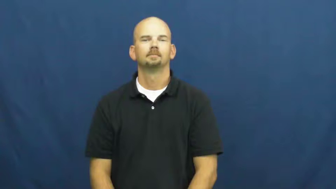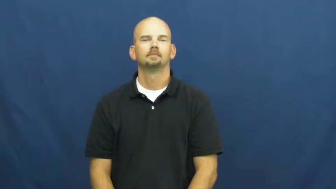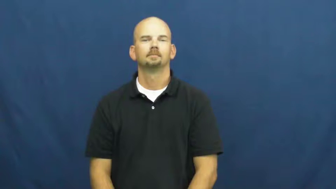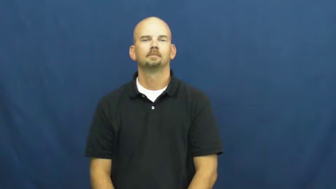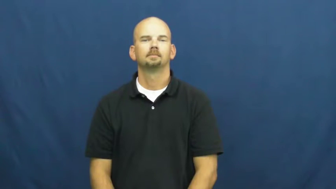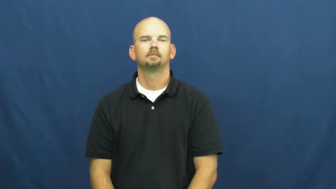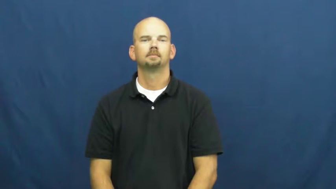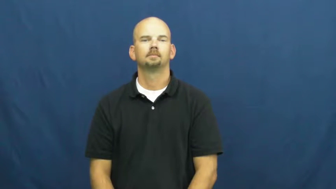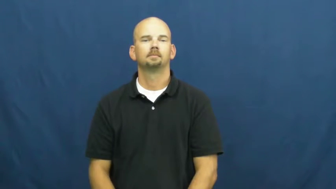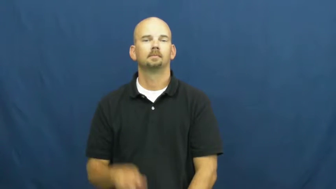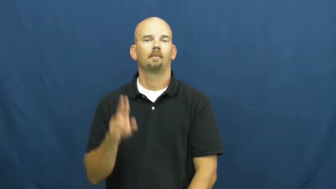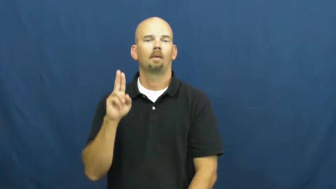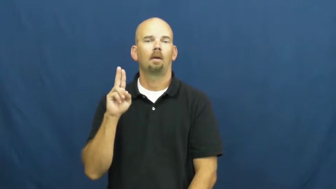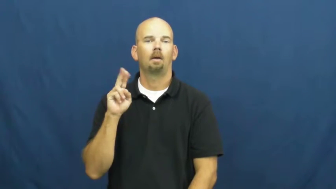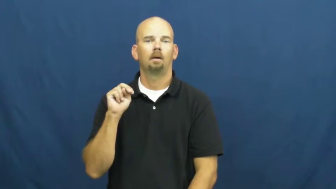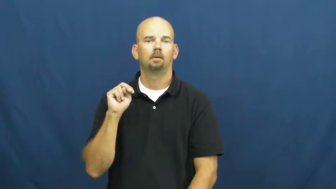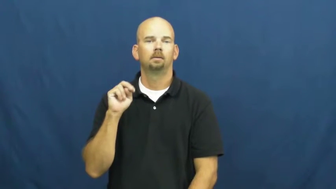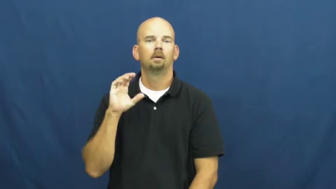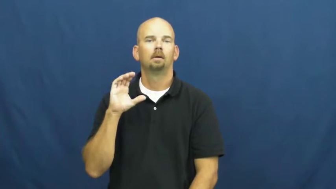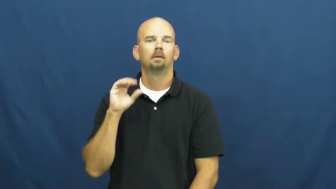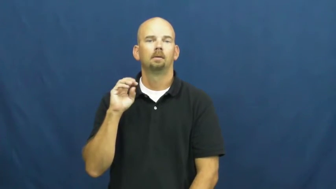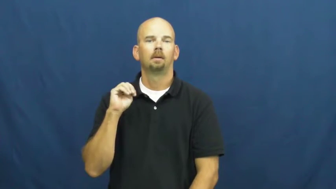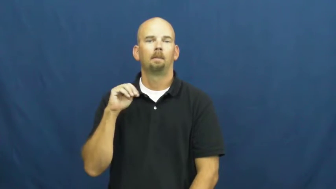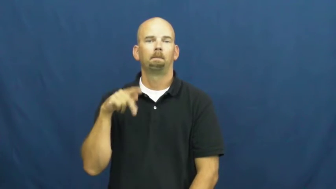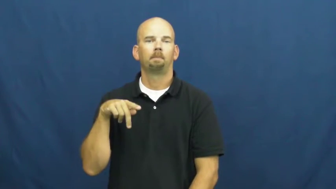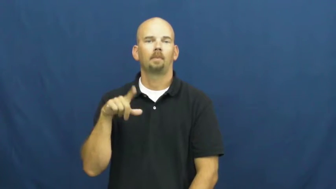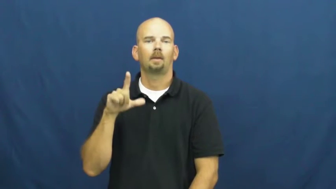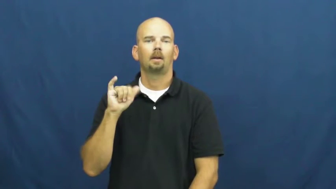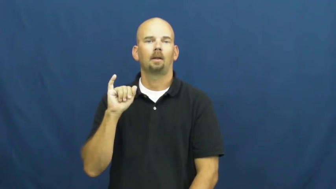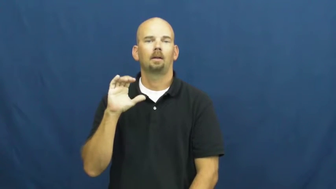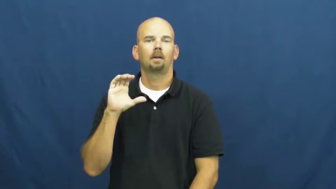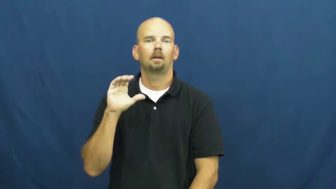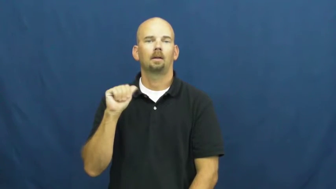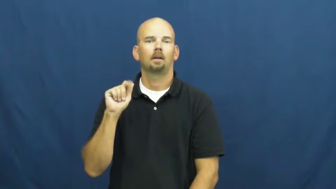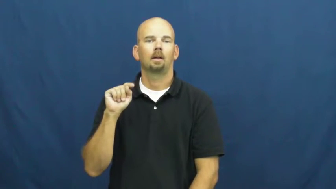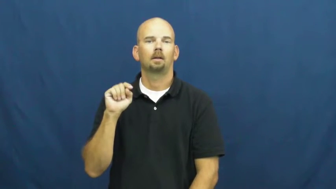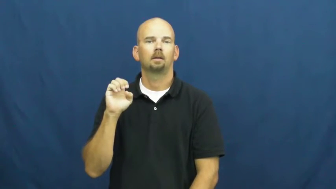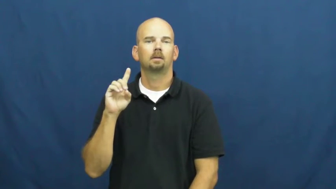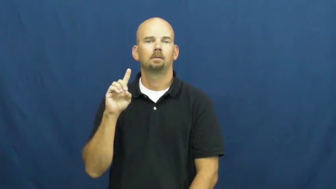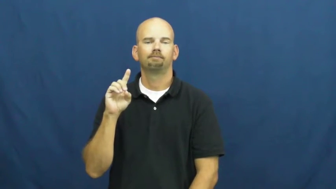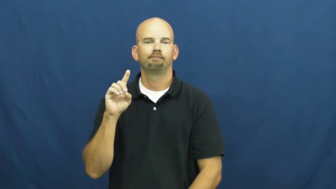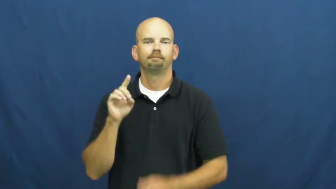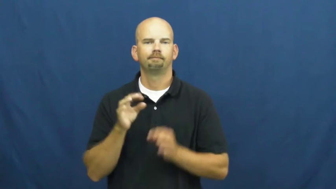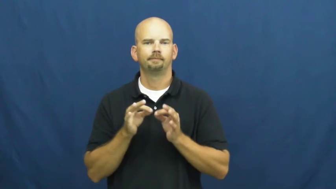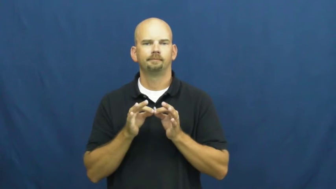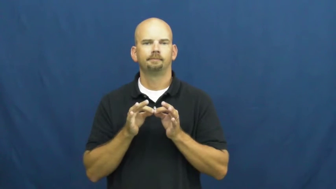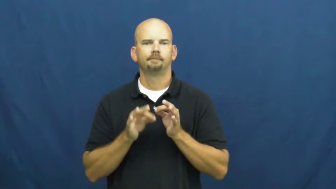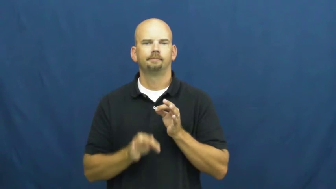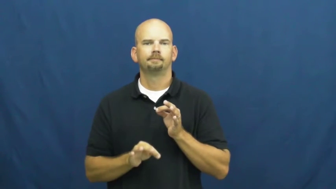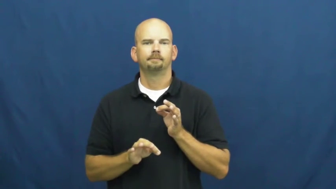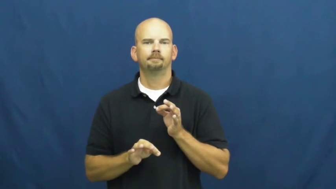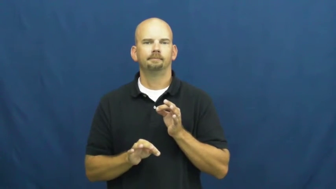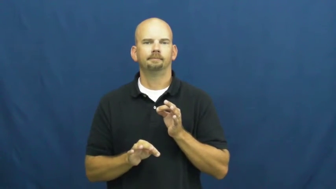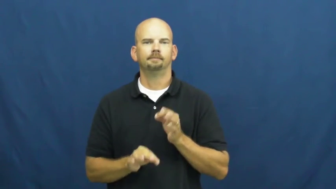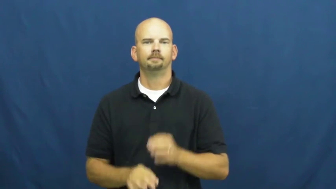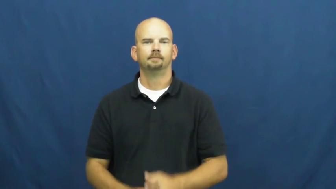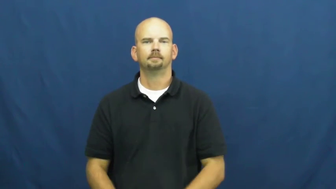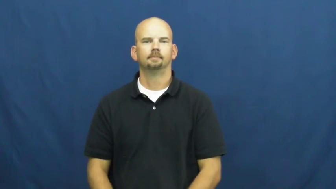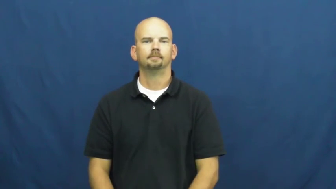uncomplicated